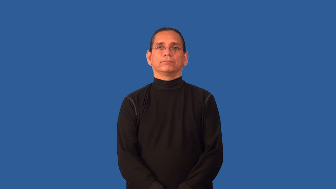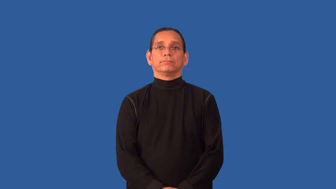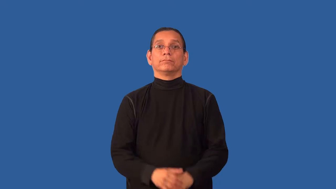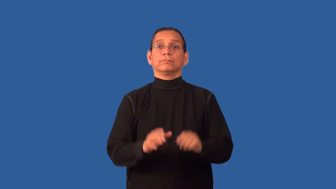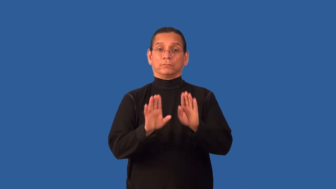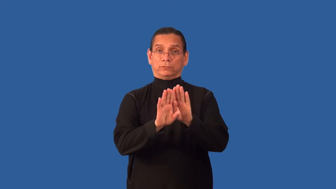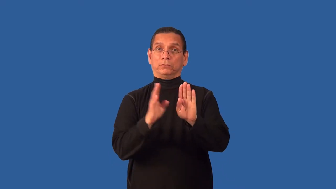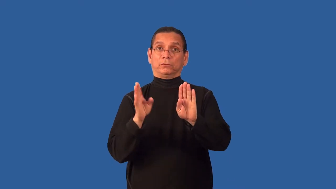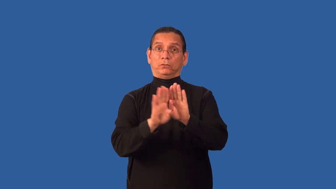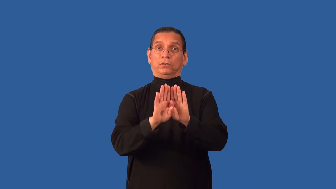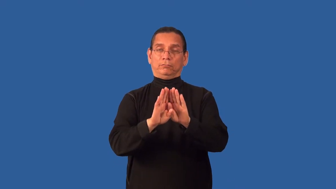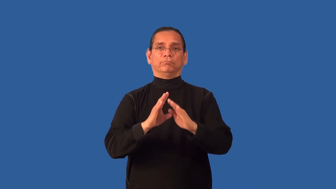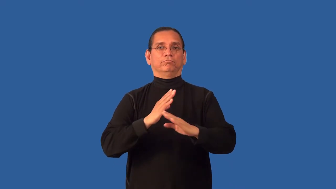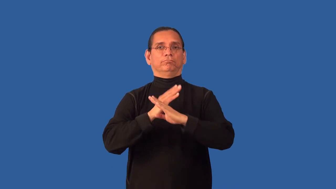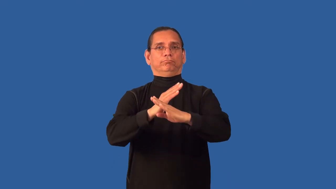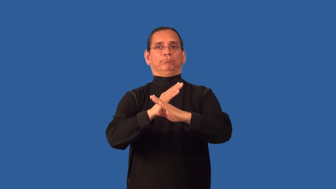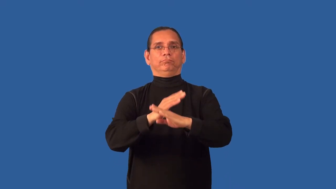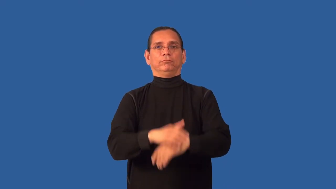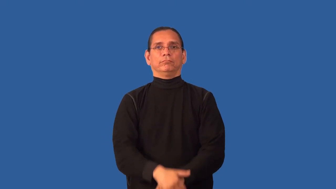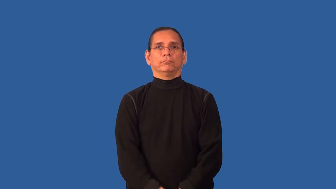bar-like bar the door